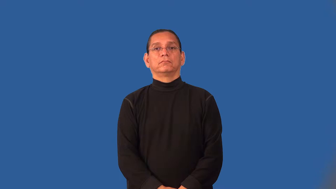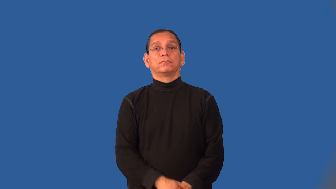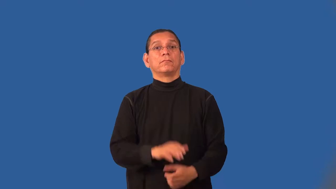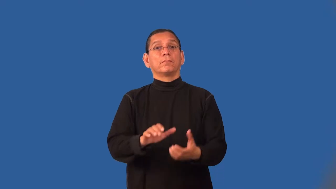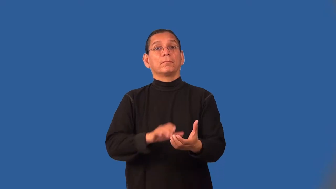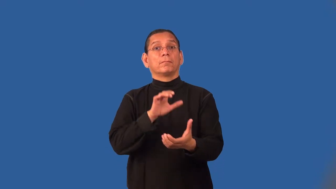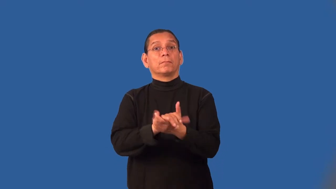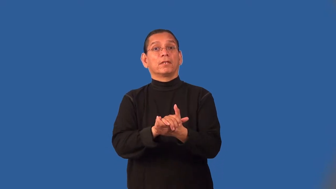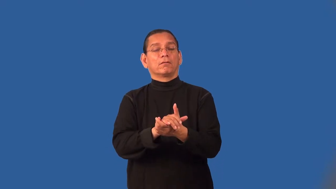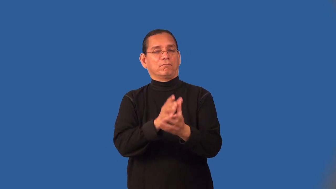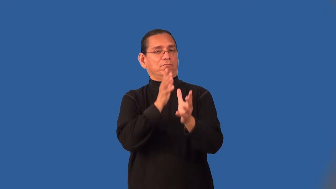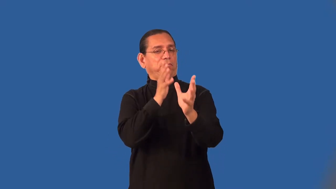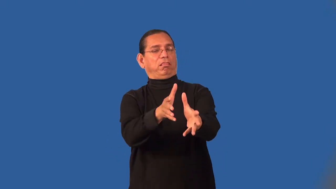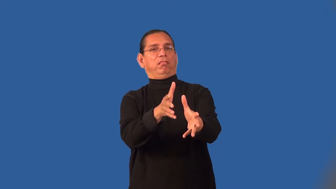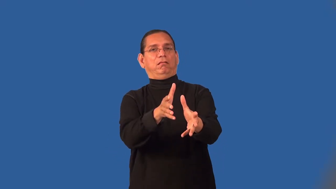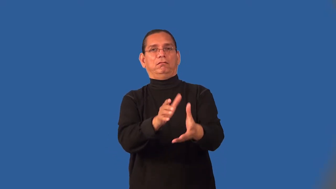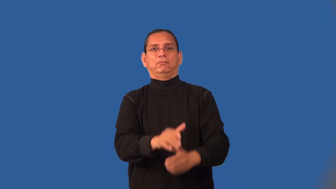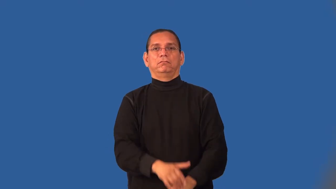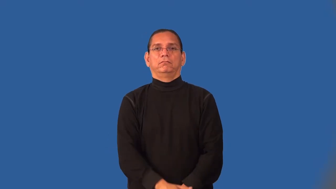misogamy